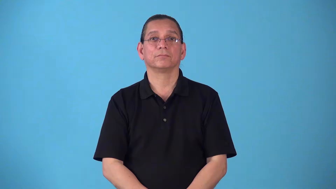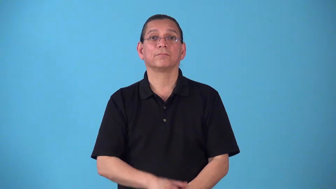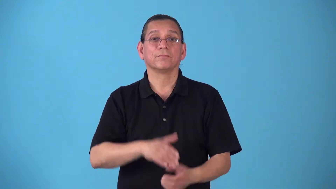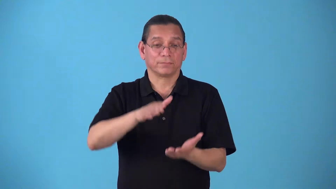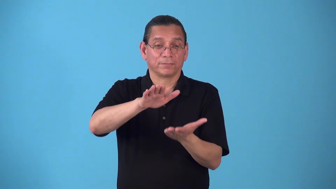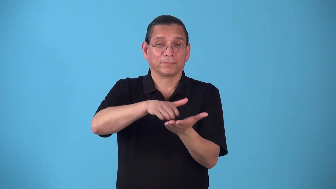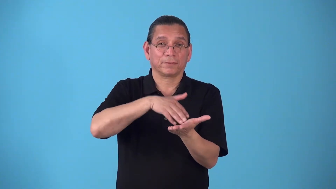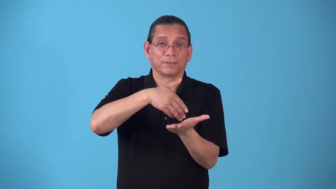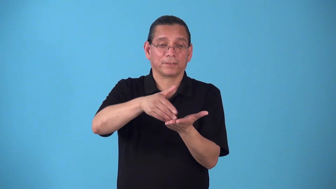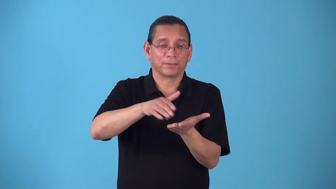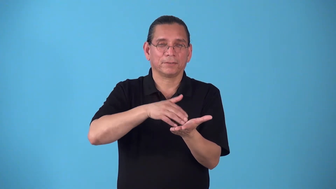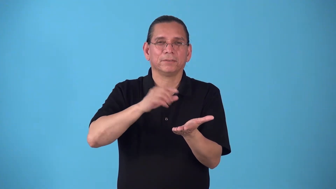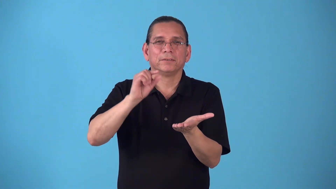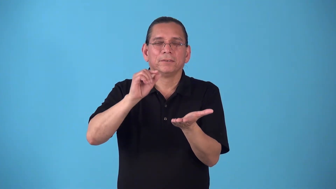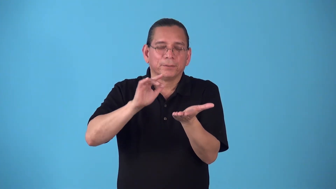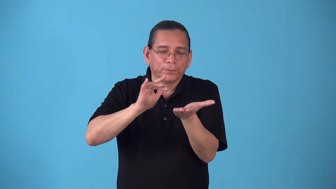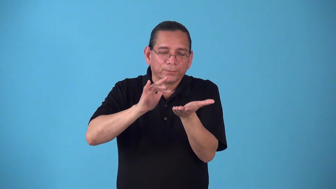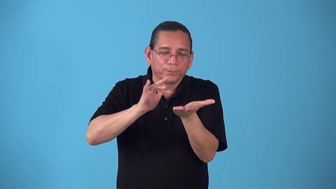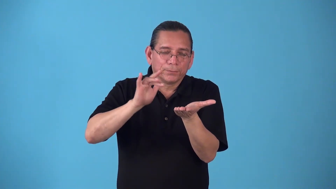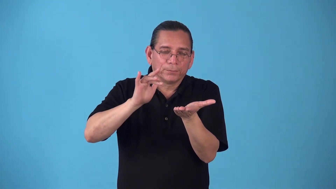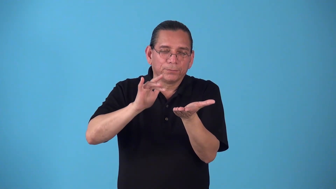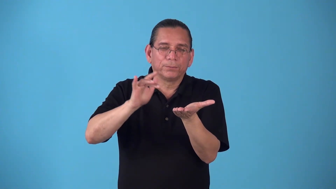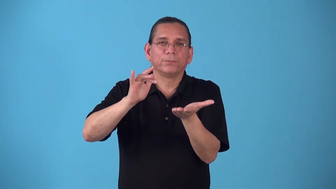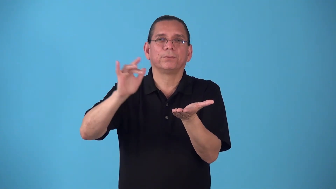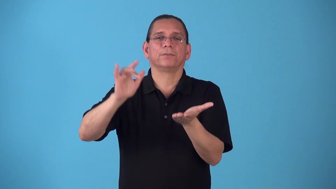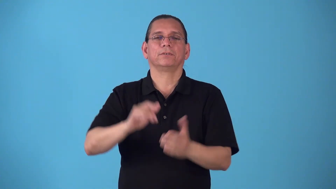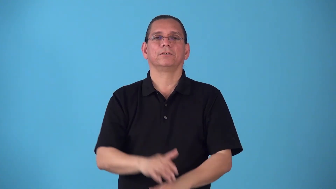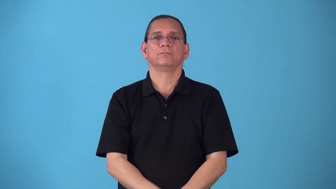semigloss